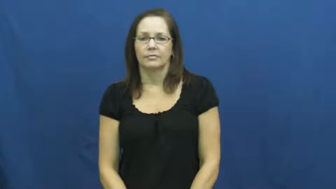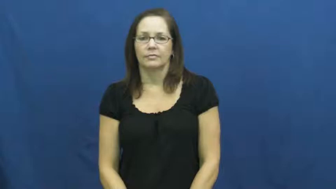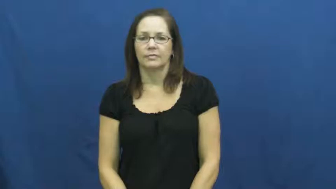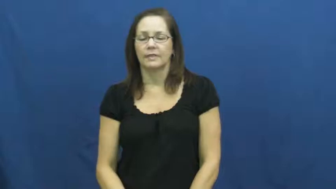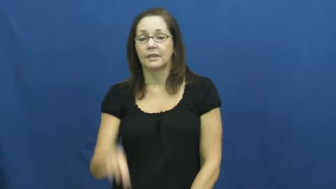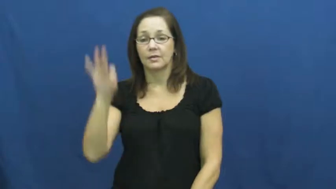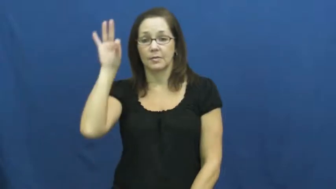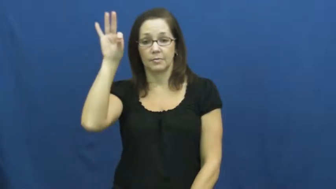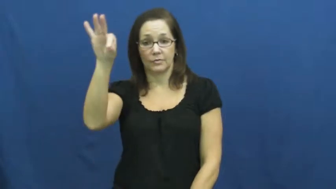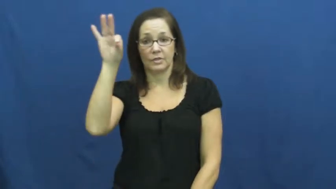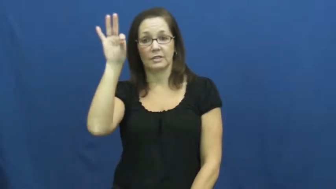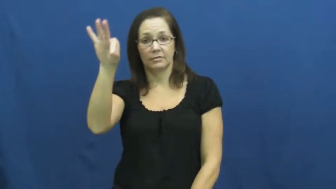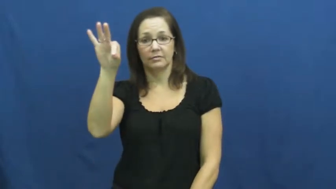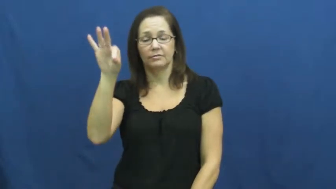preach,prosethelitize,moralize,lecture